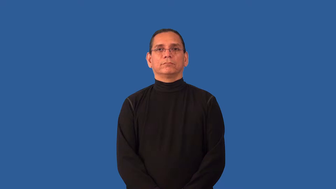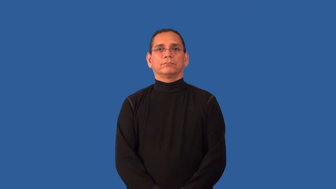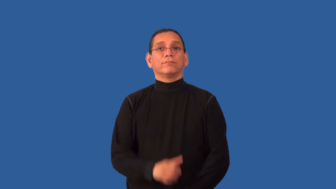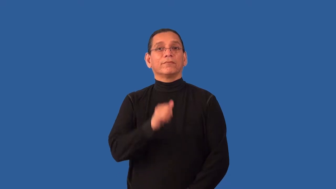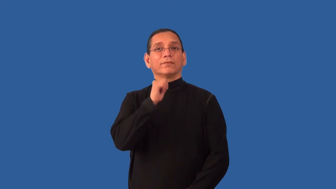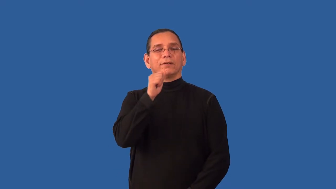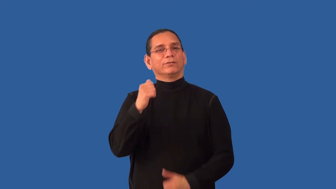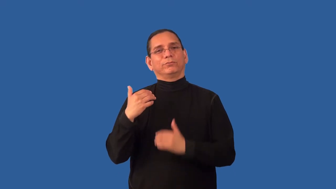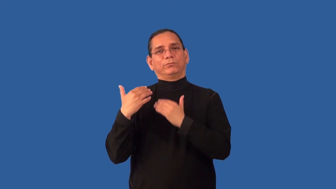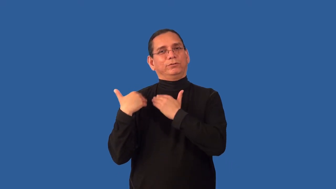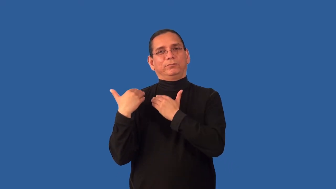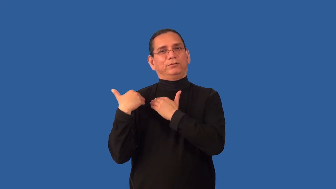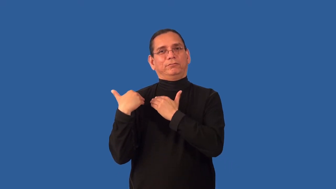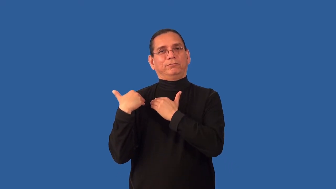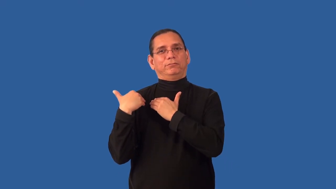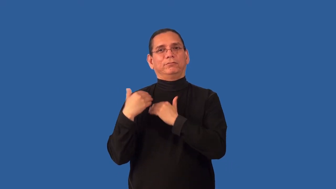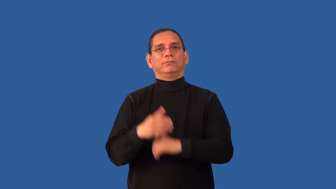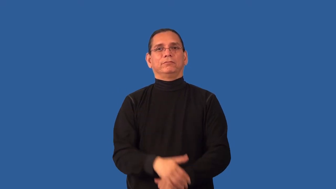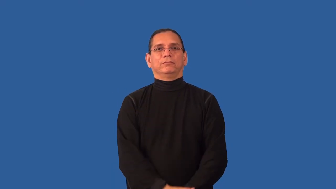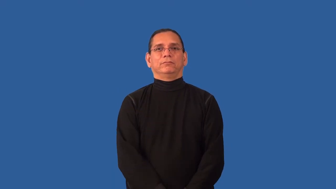irresponsible,flyaway,freewheeling